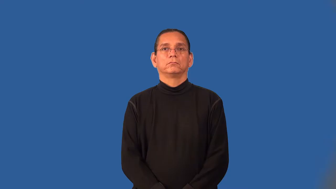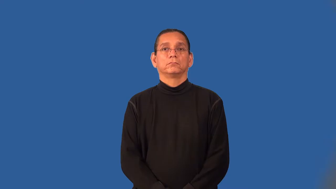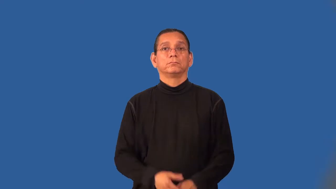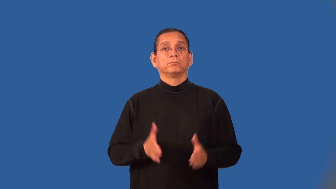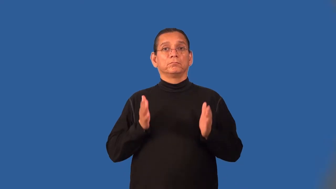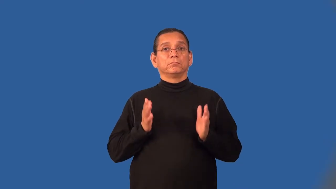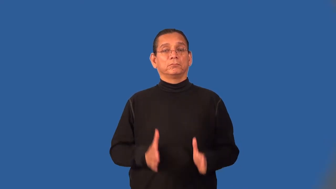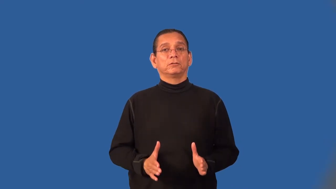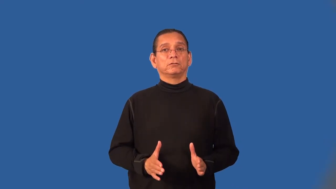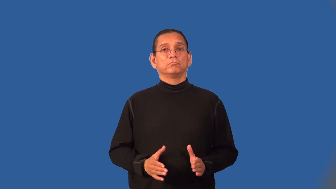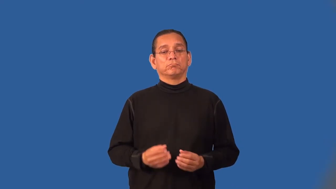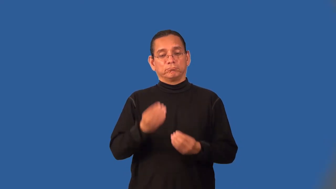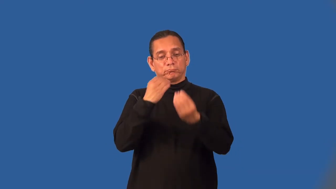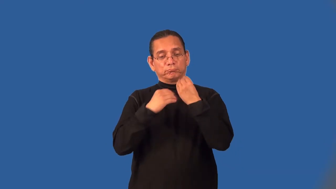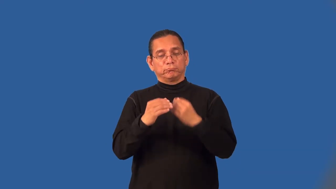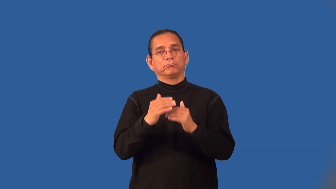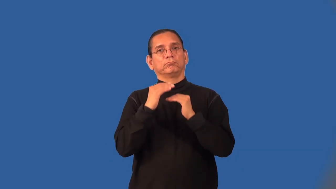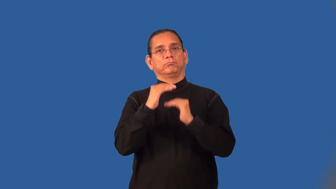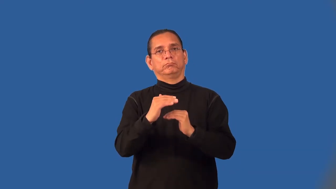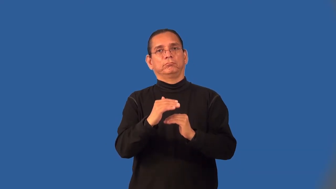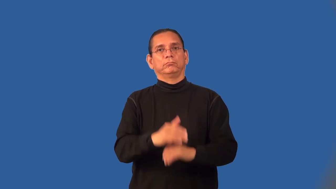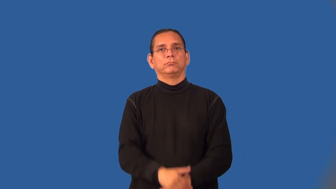dieter